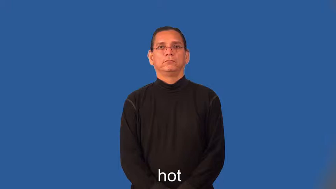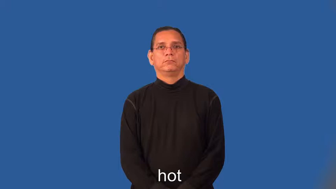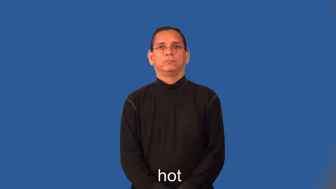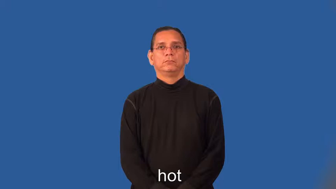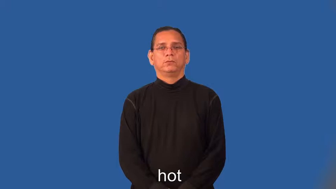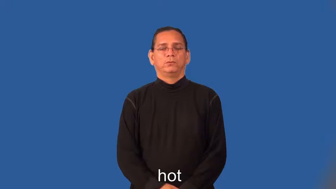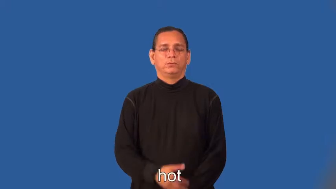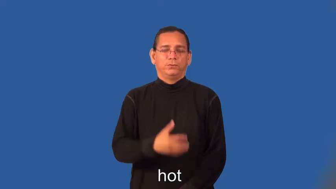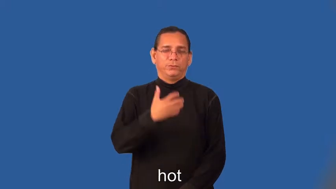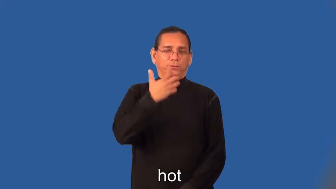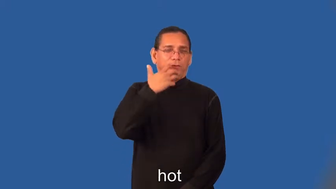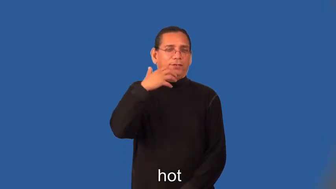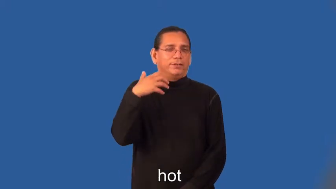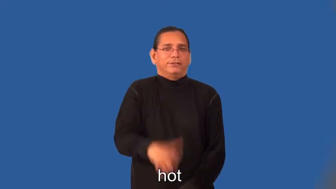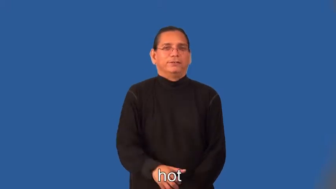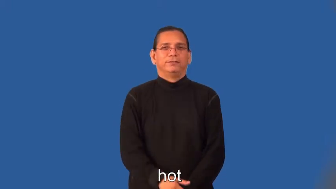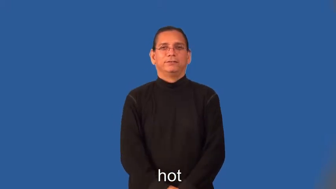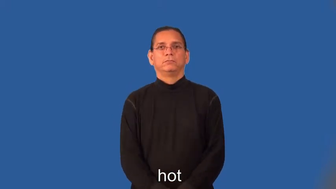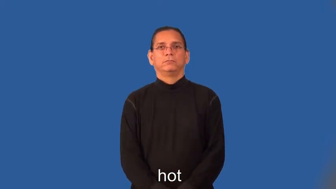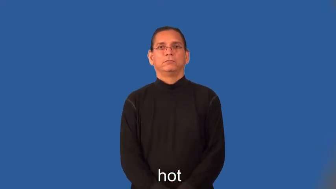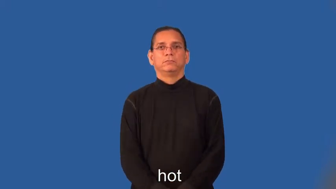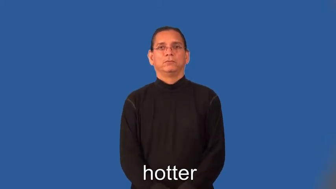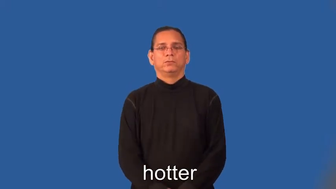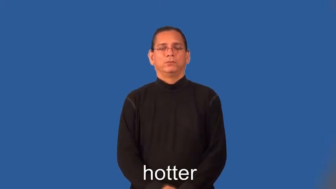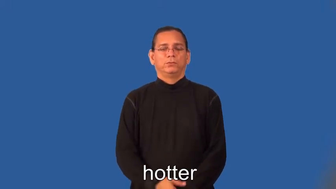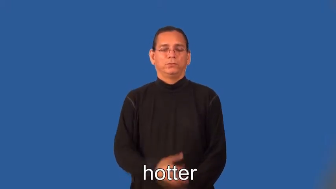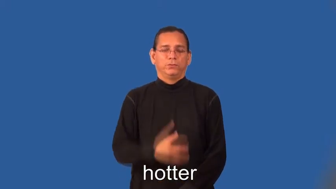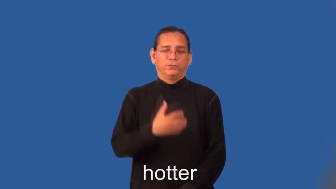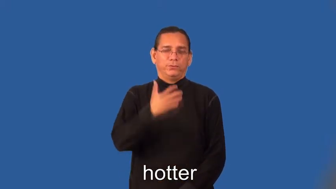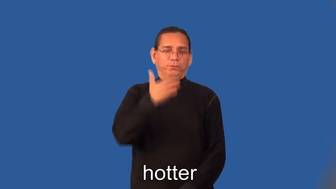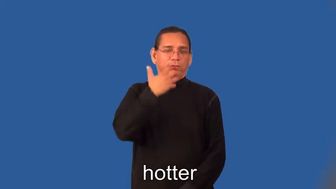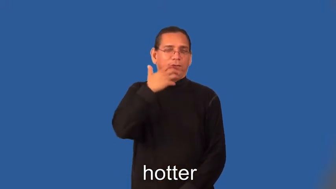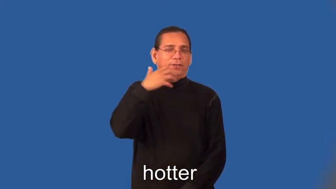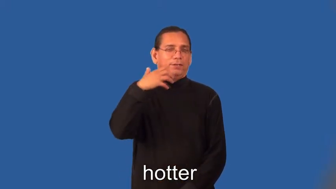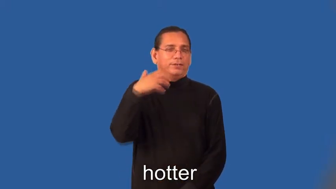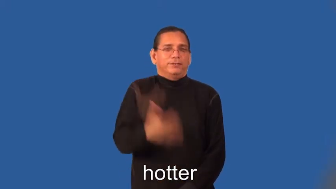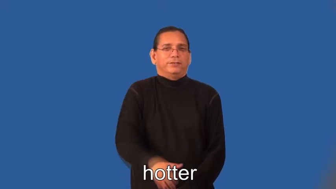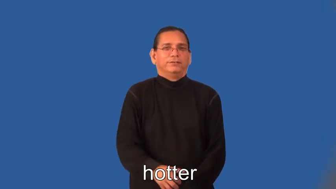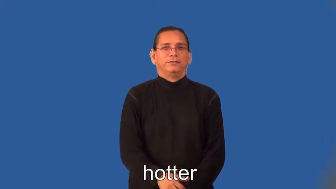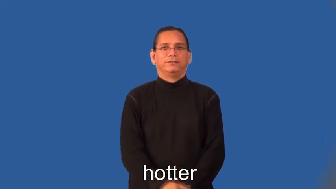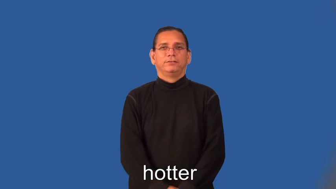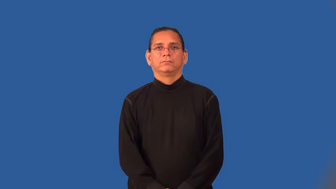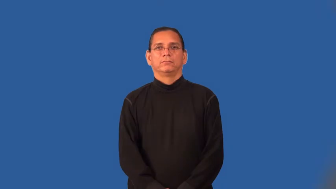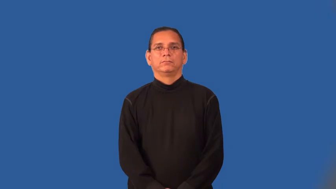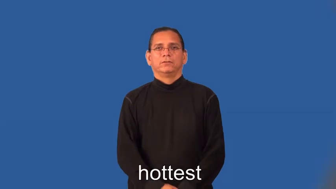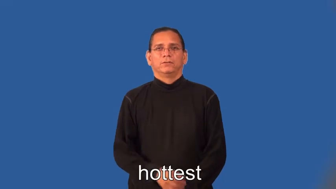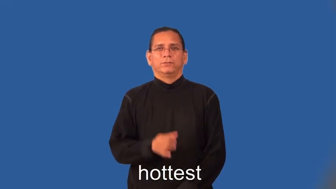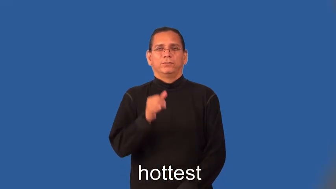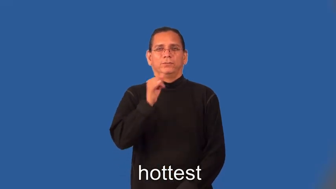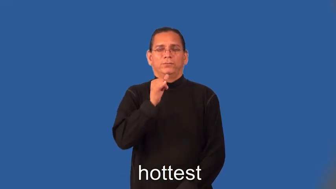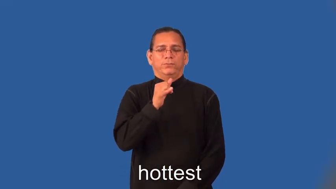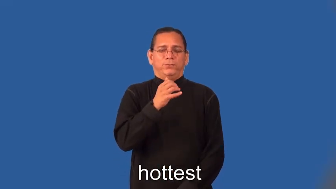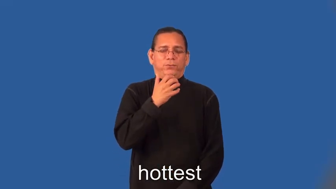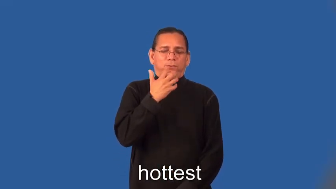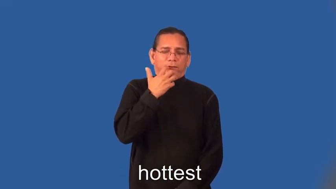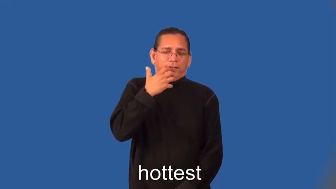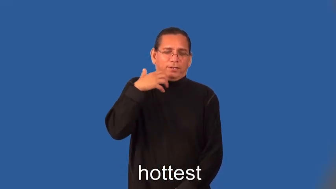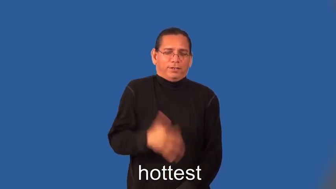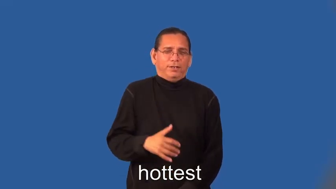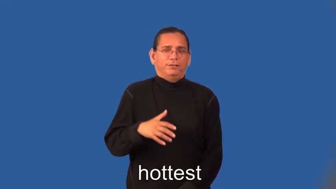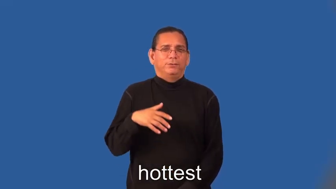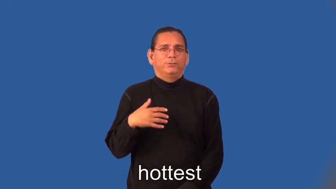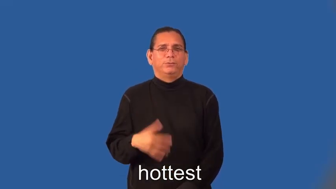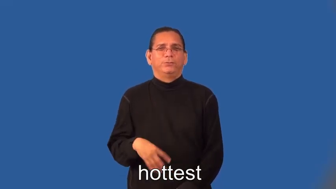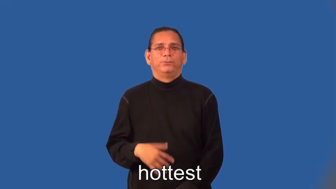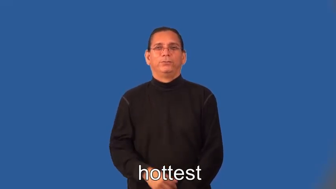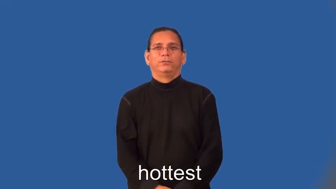hotter,hottest-heat